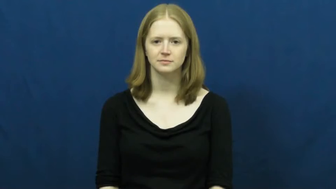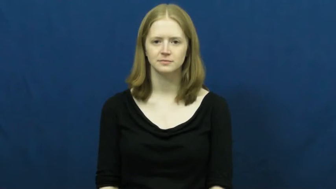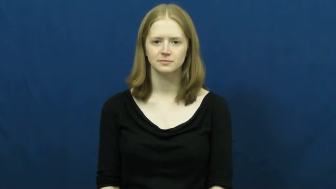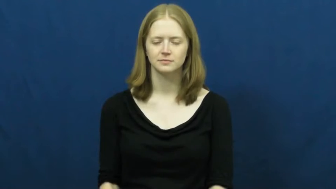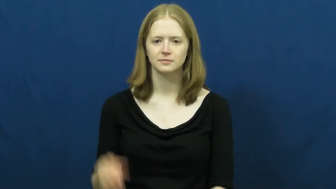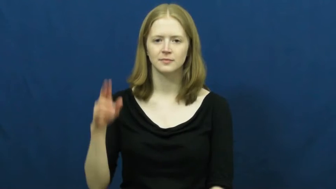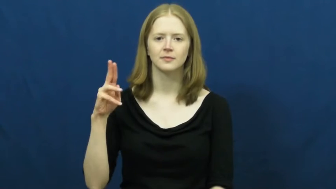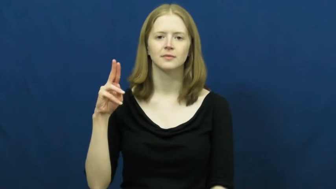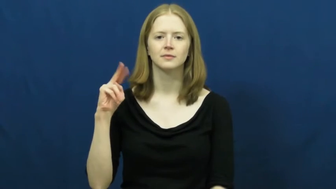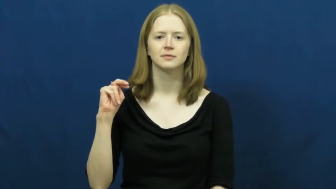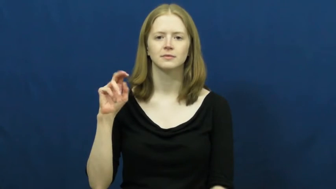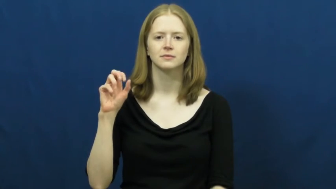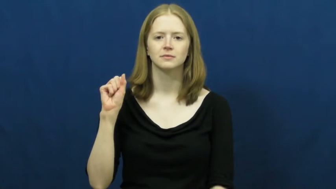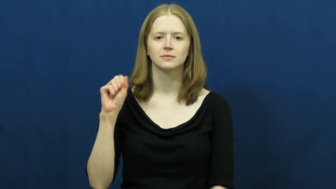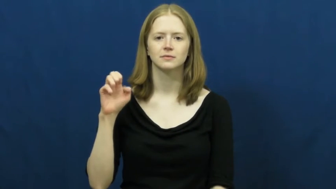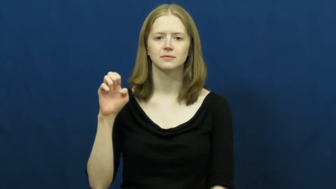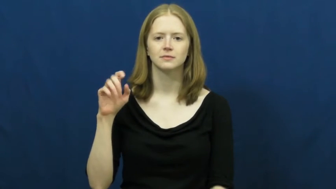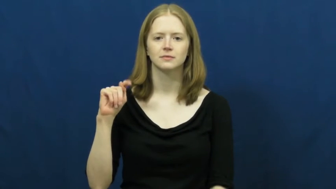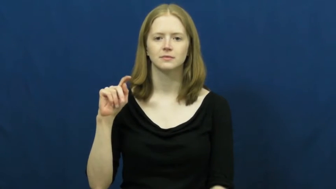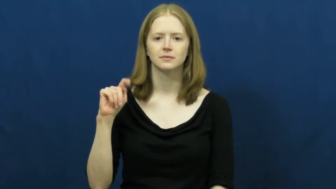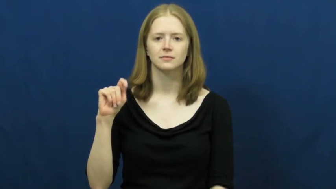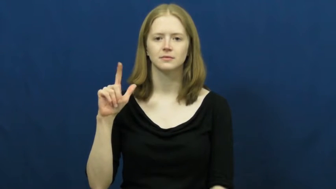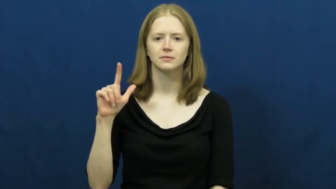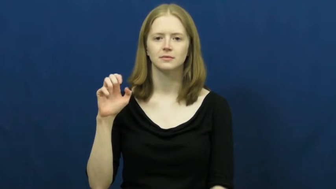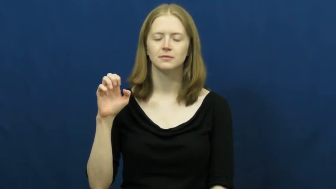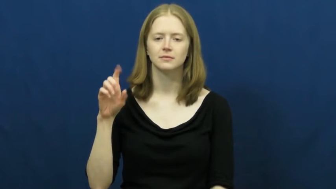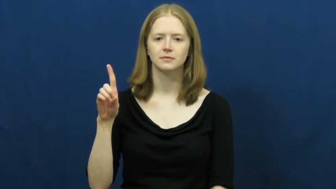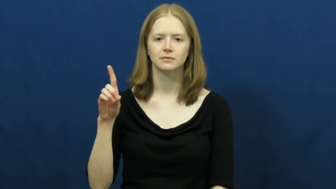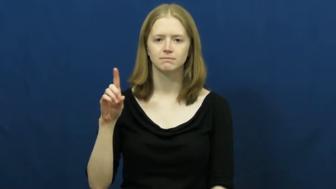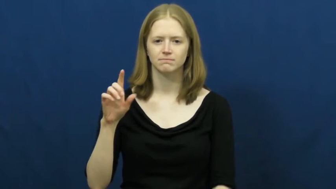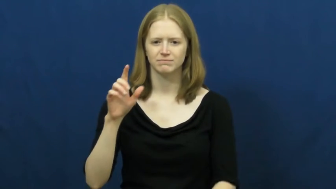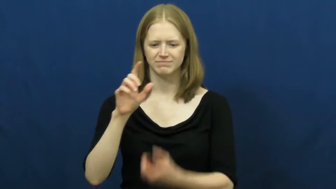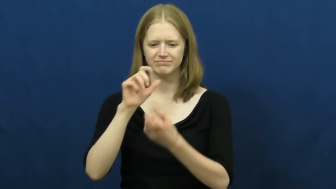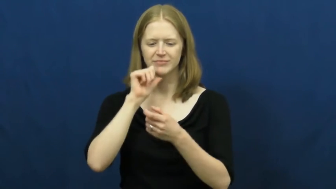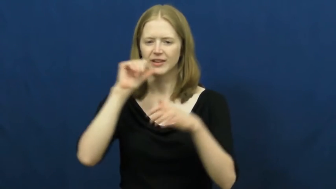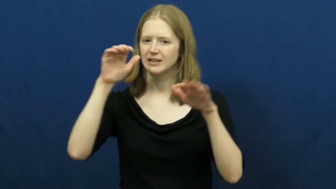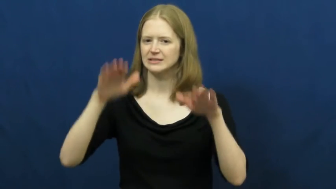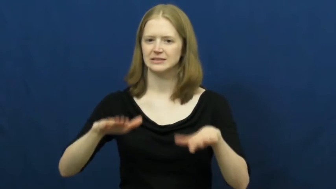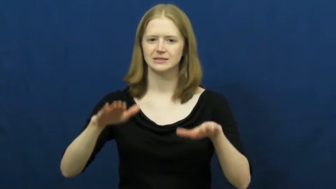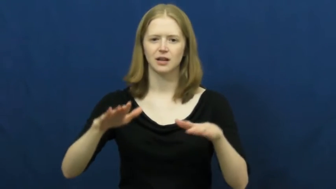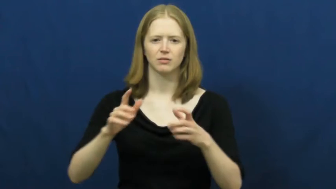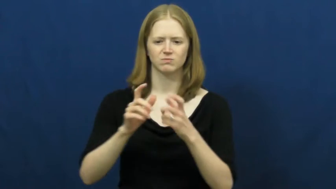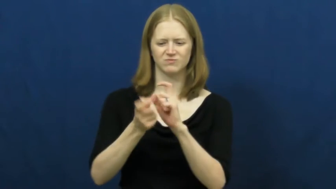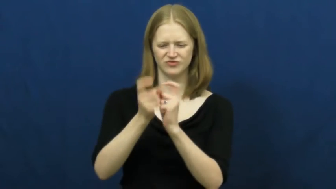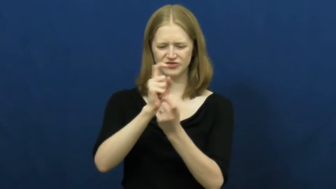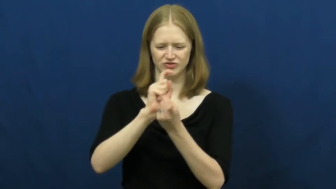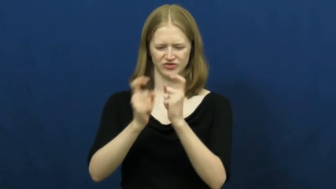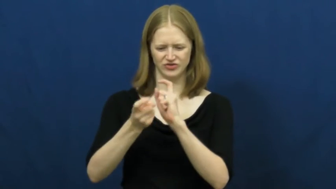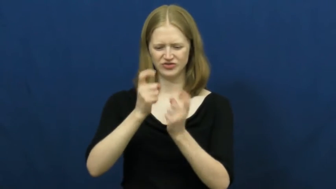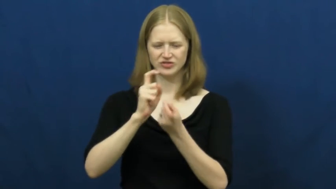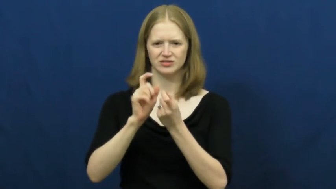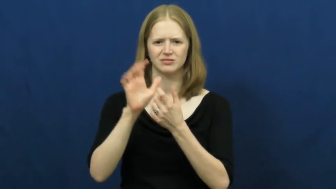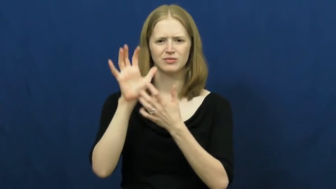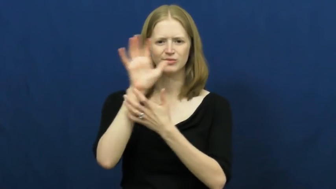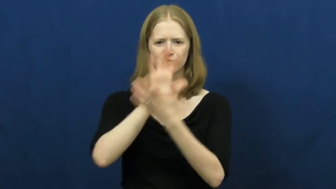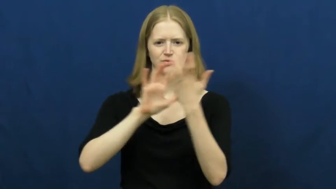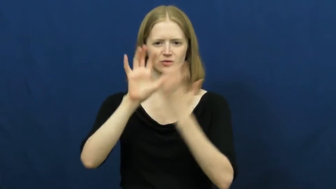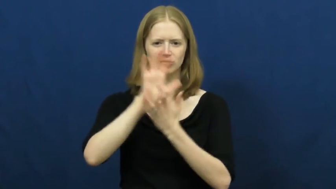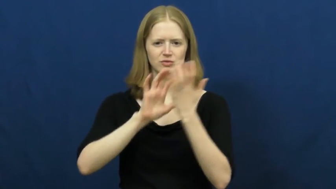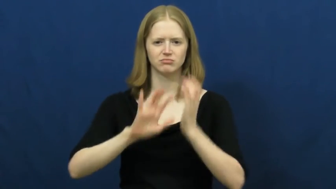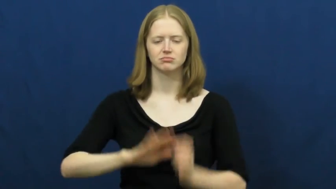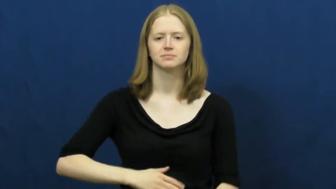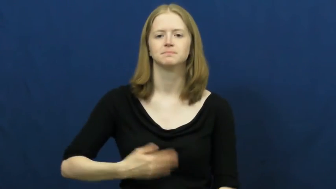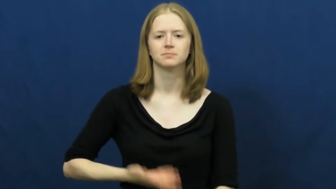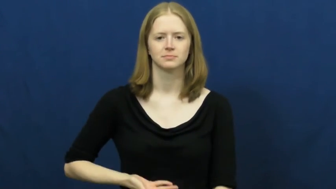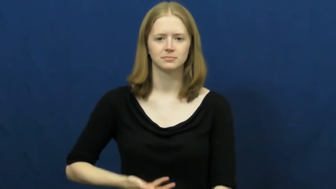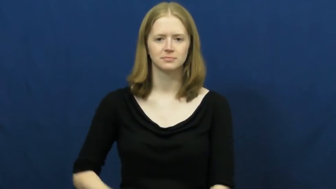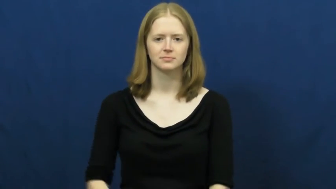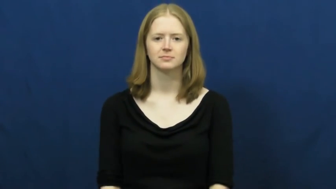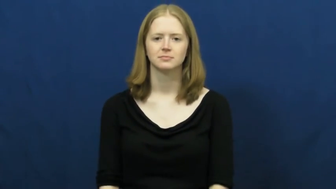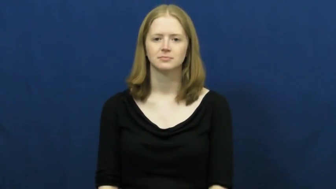unsettled